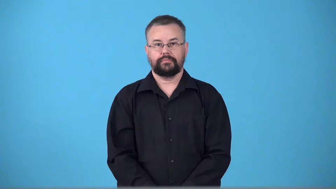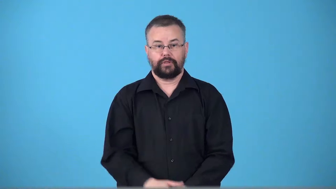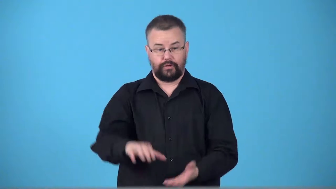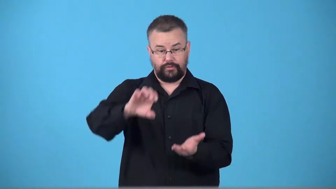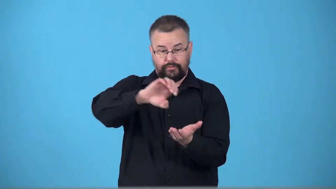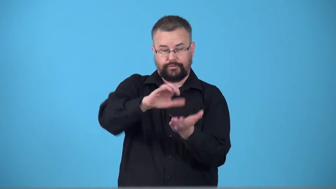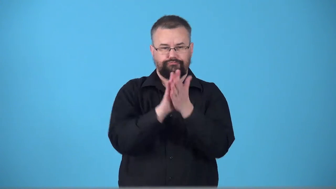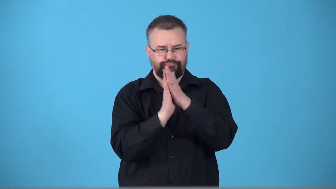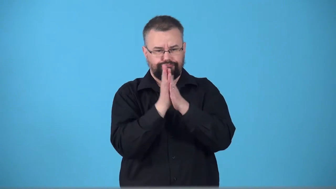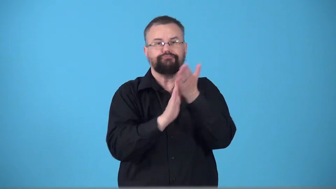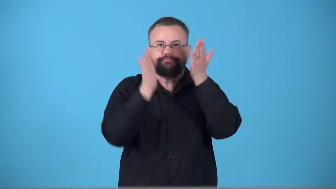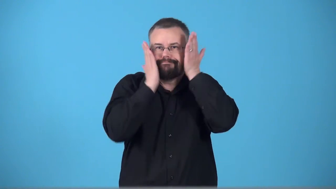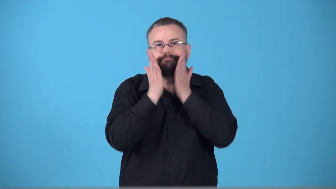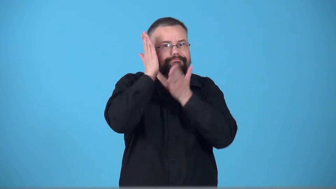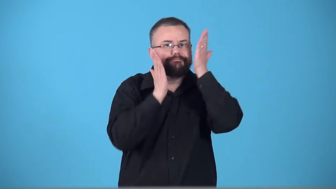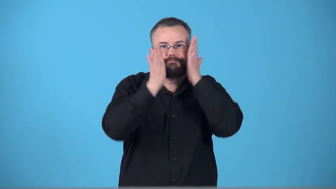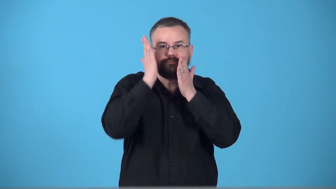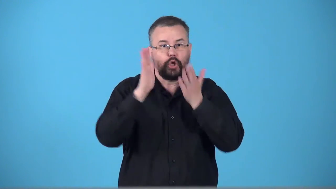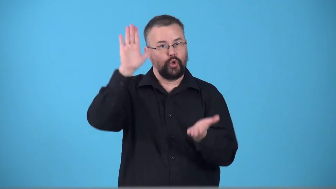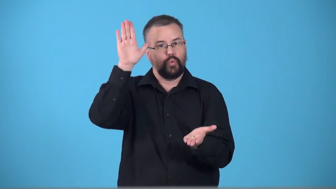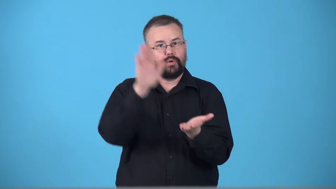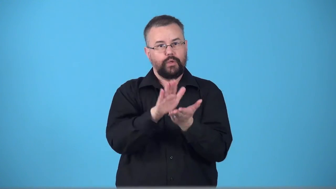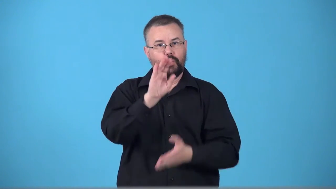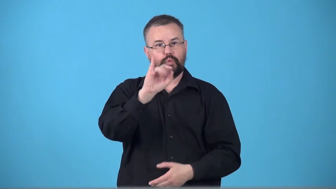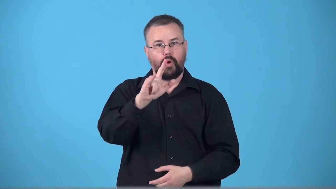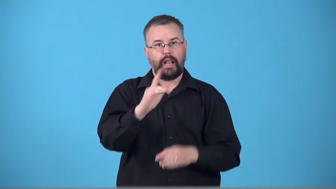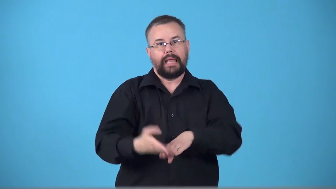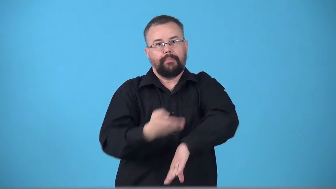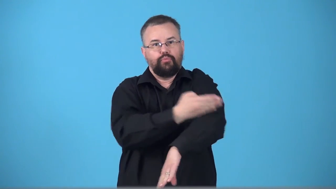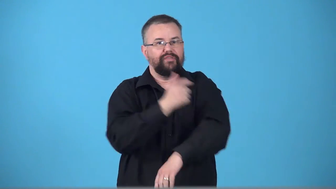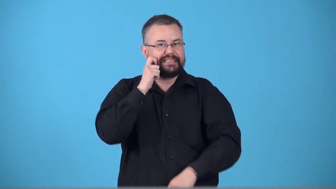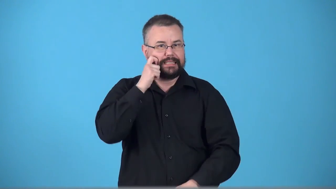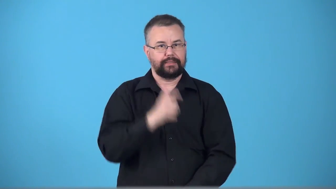toner-skin